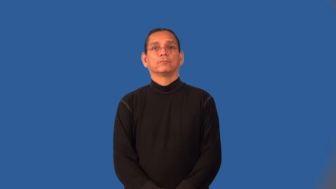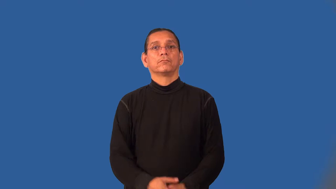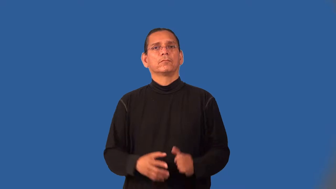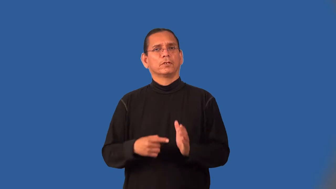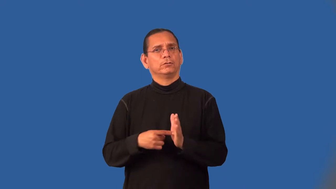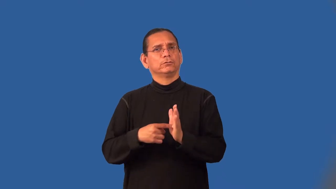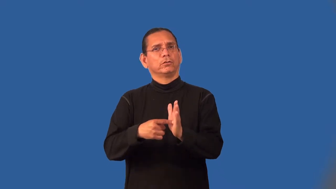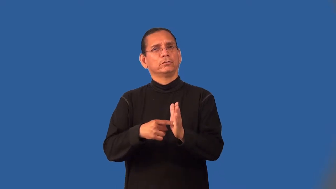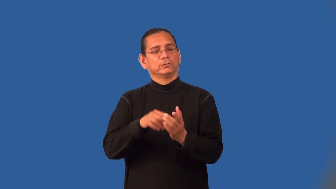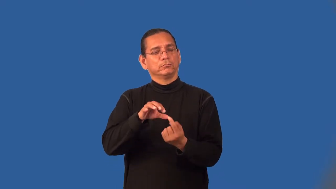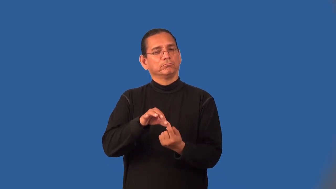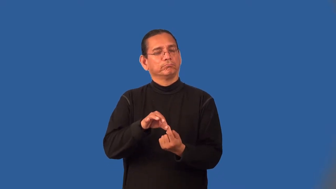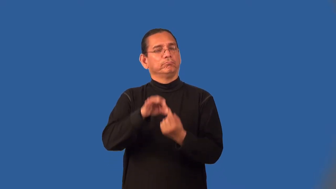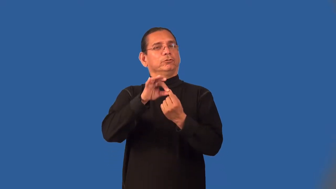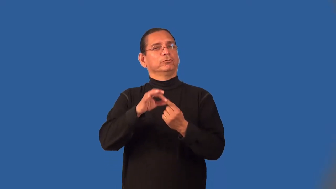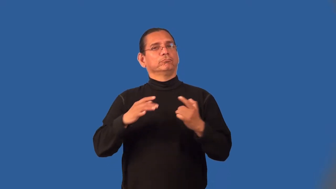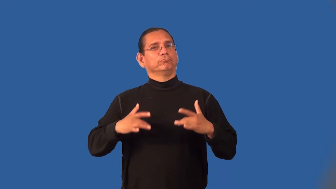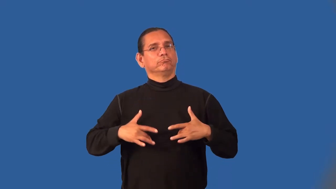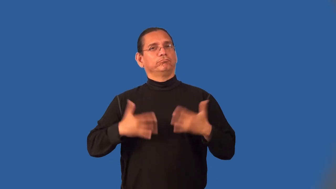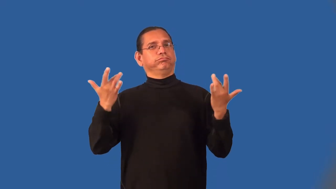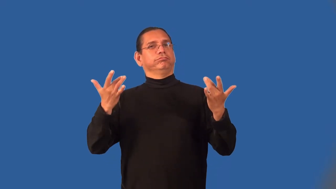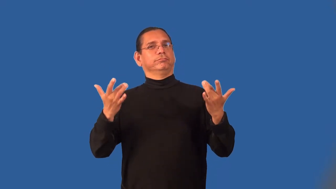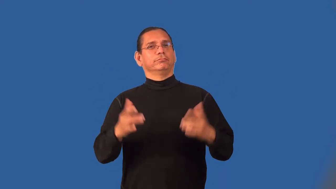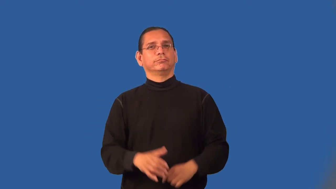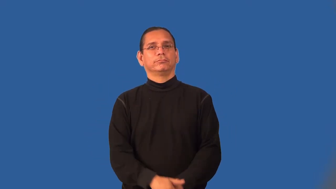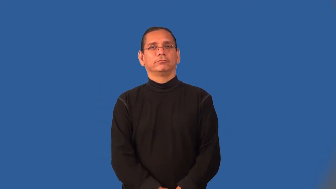mark-represents an event